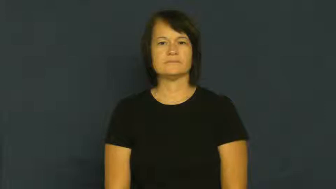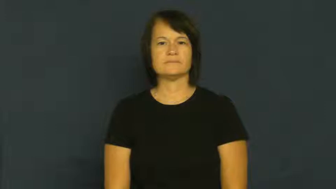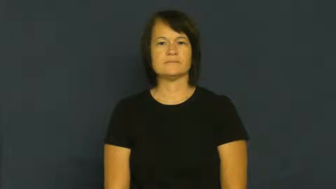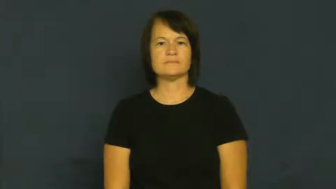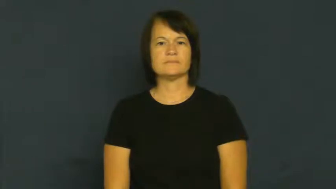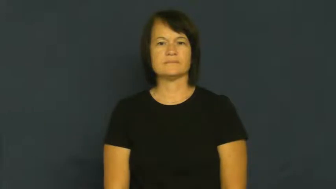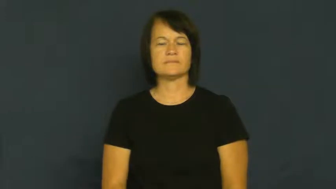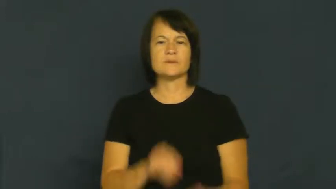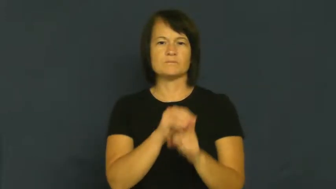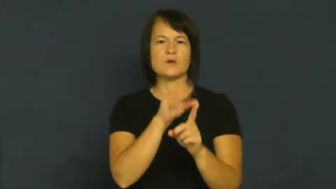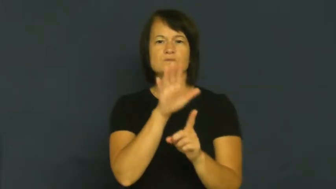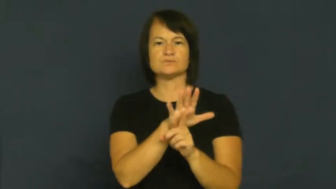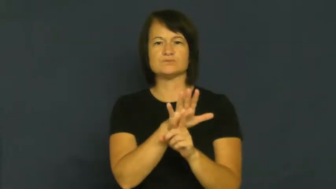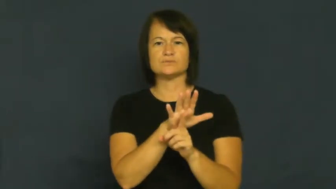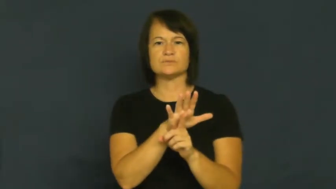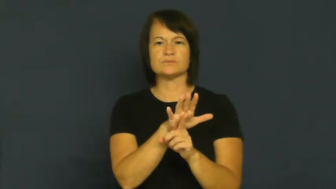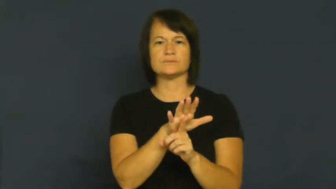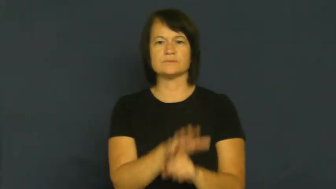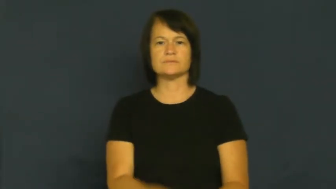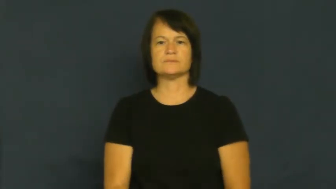expose,subject-cause contact